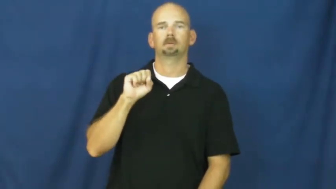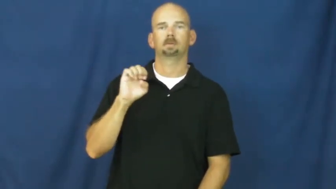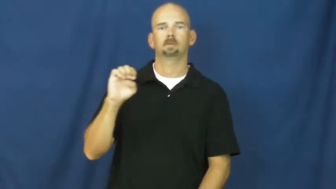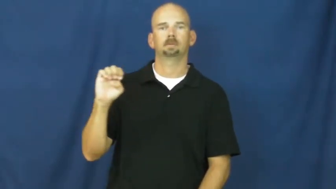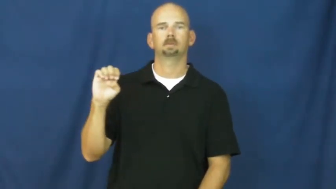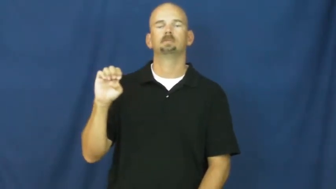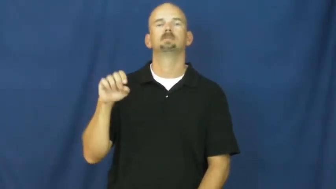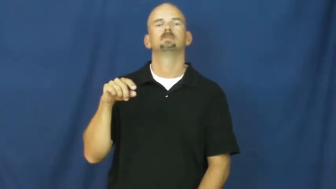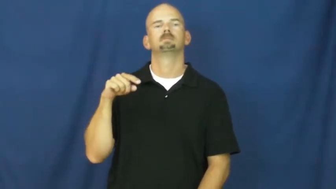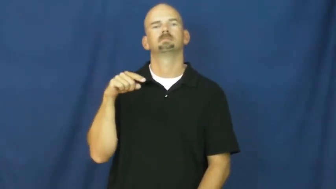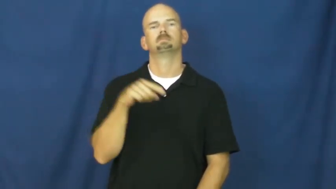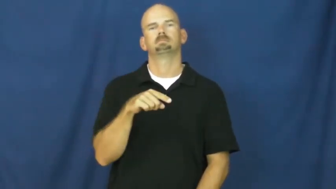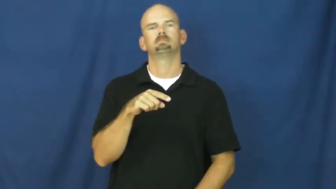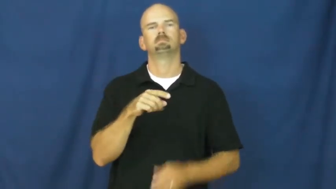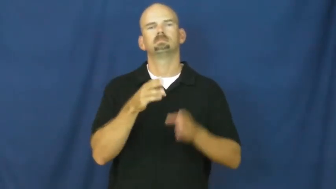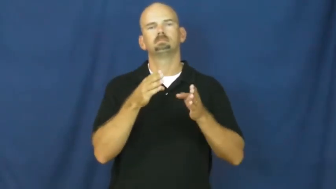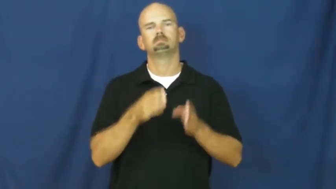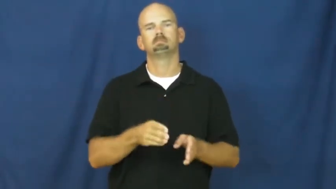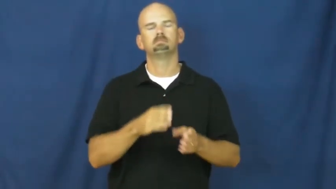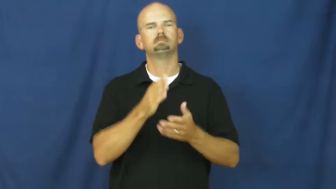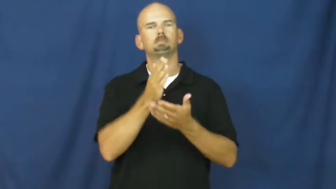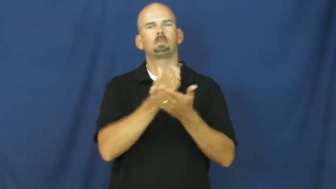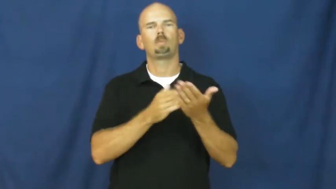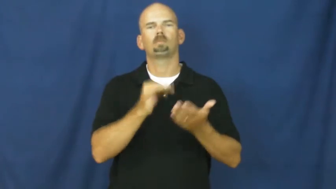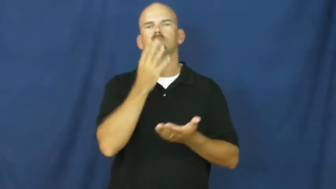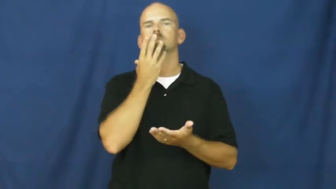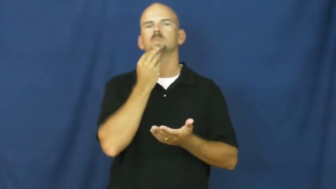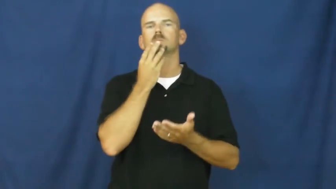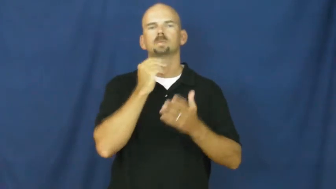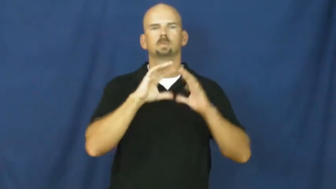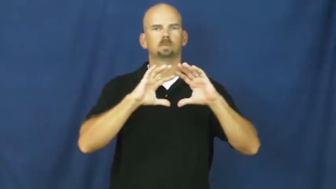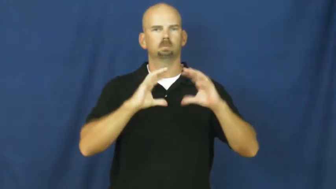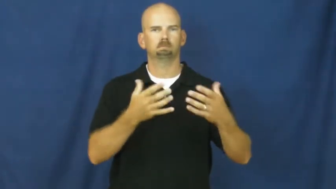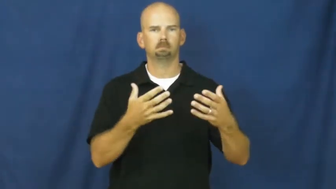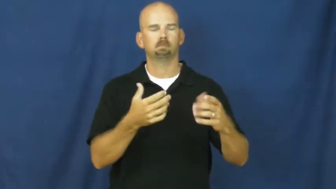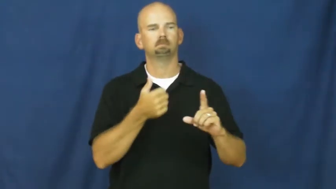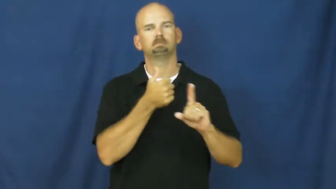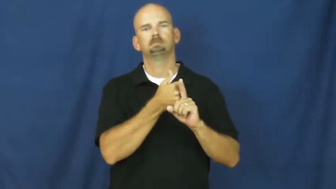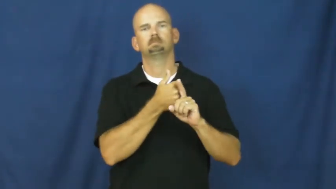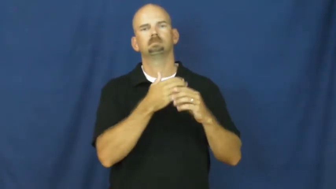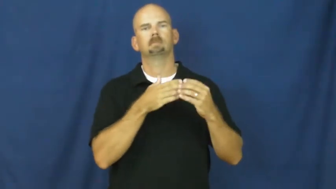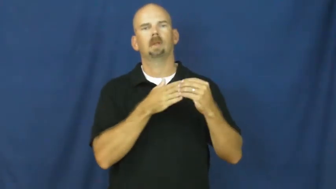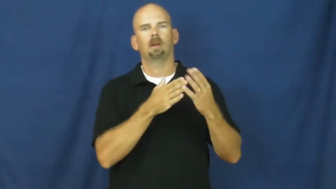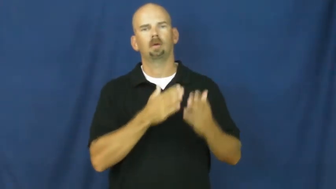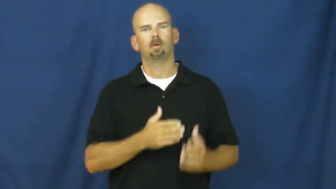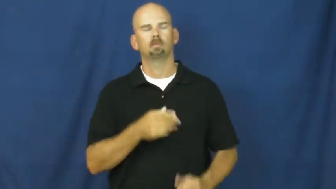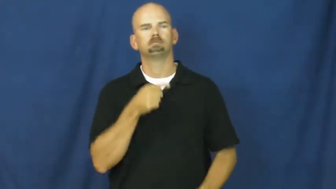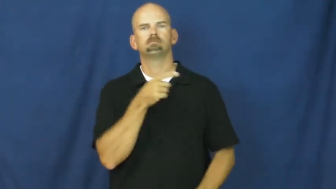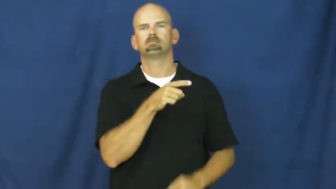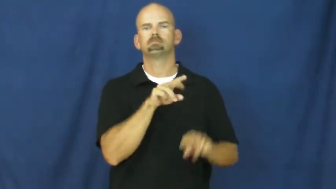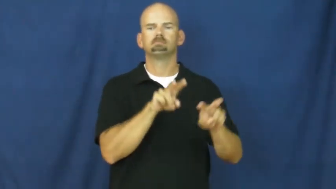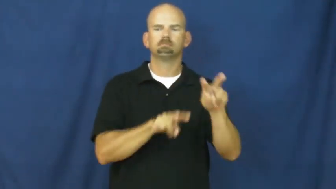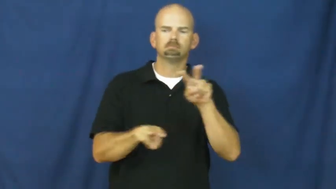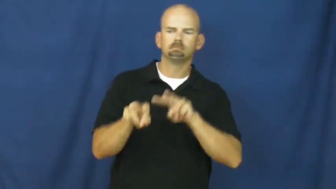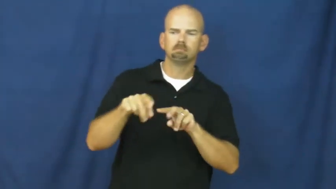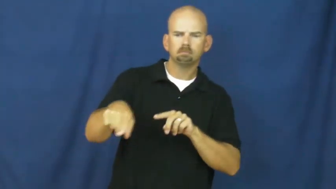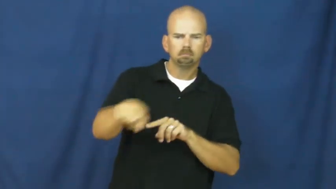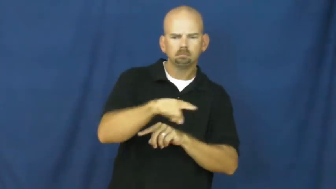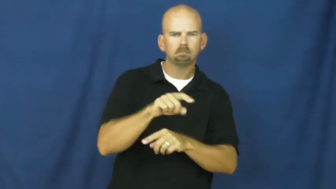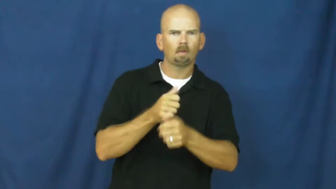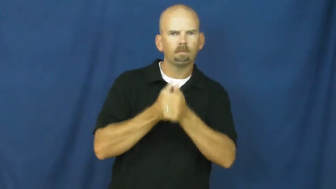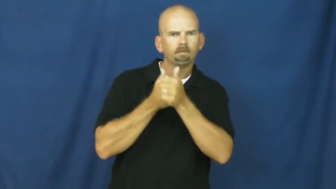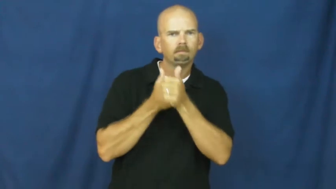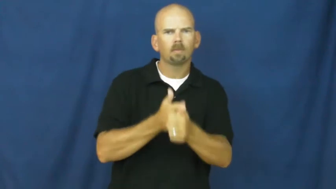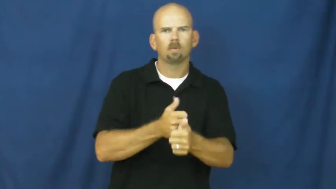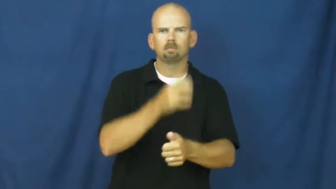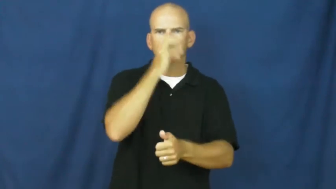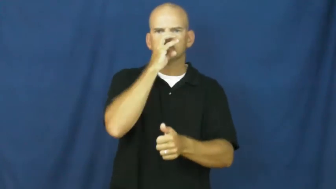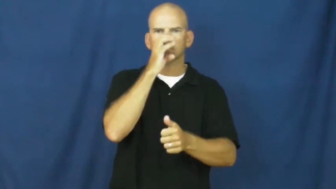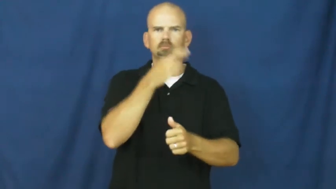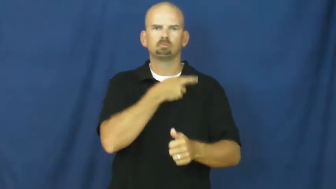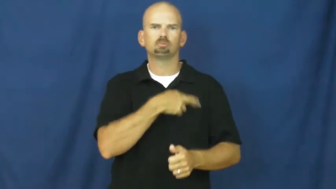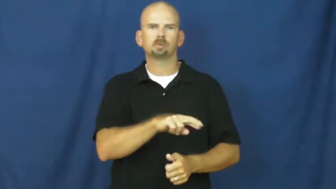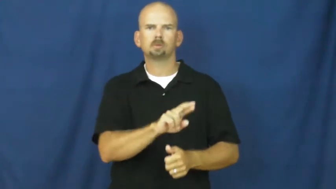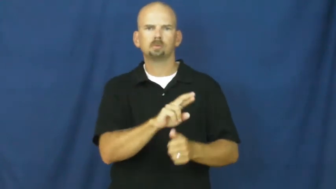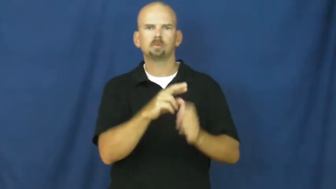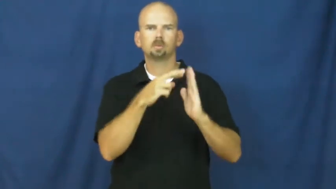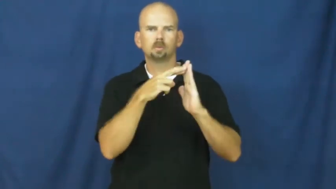pharisee